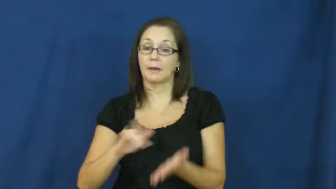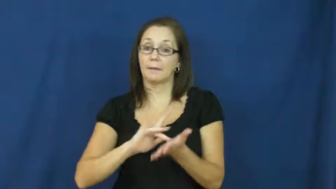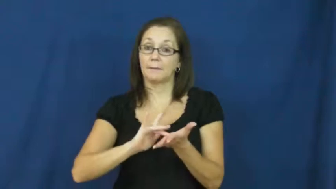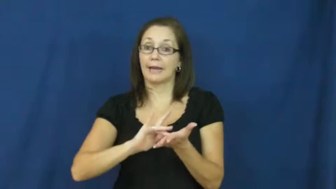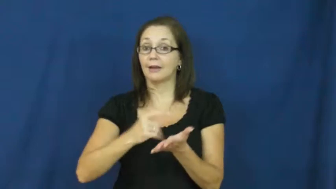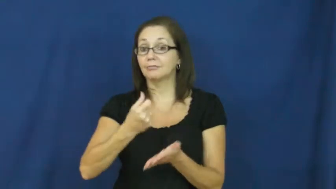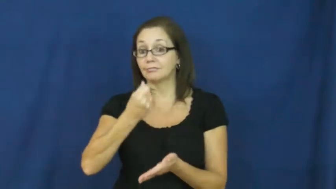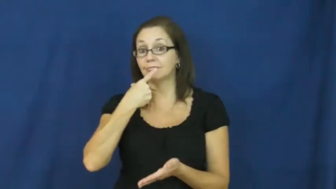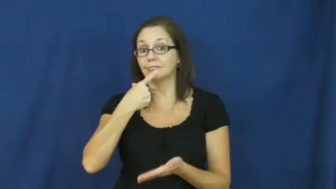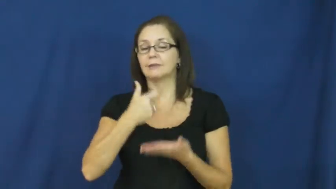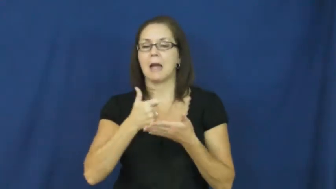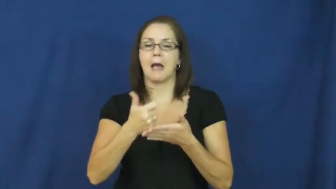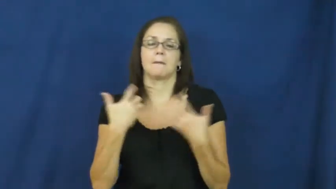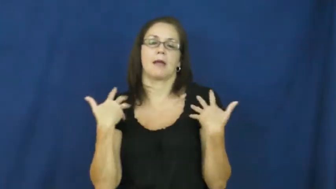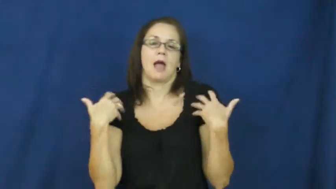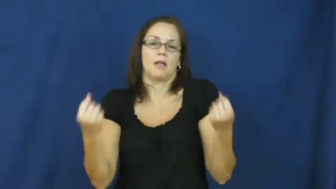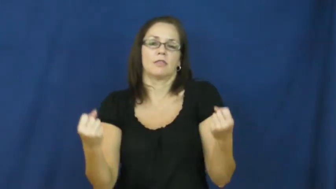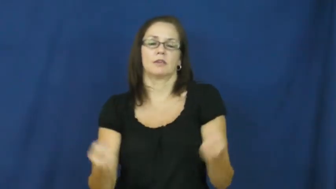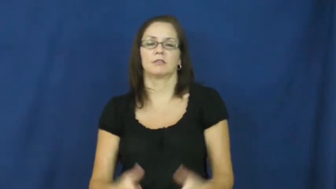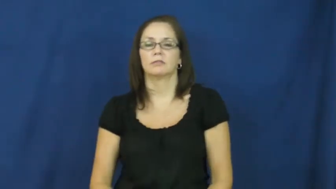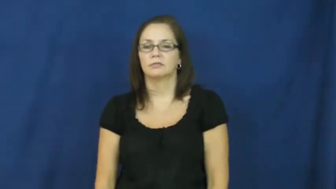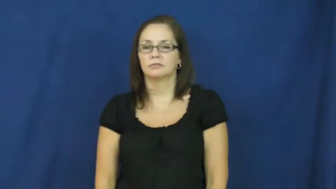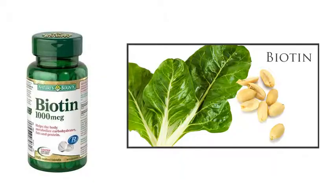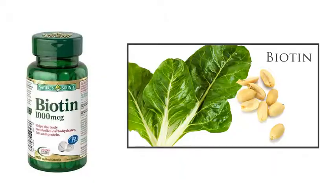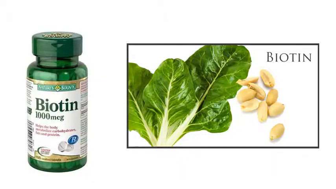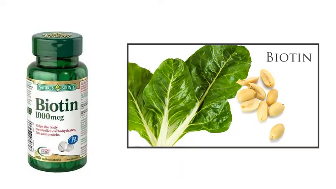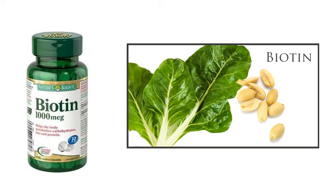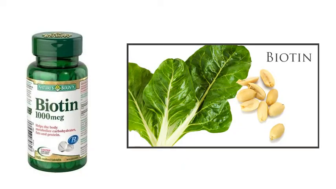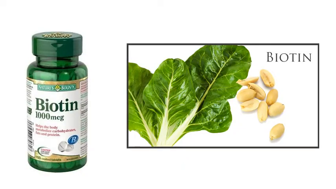biotin